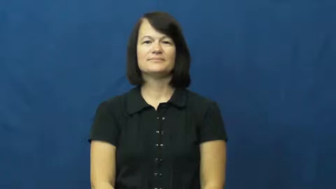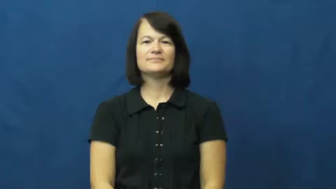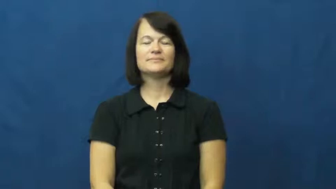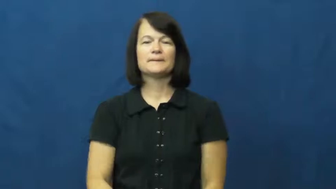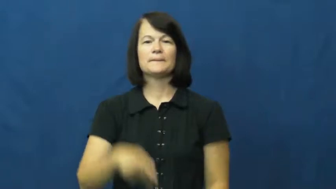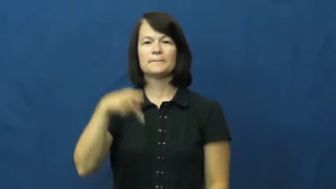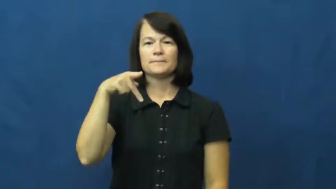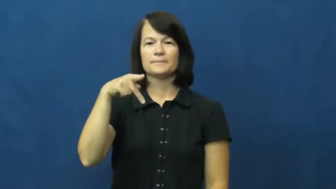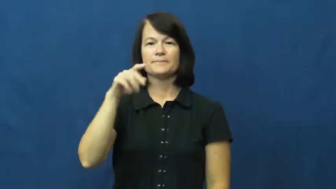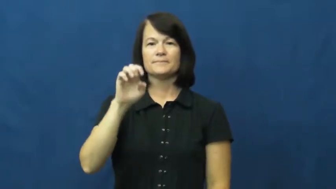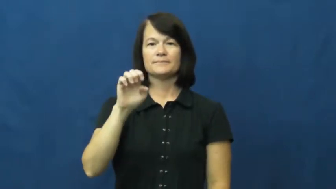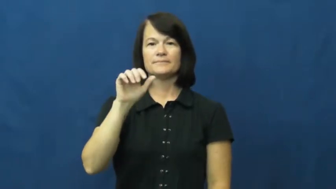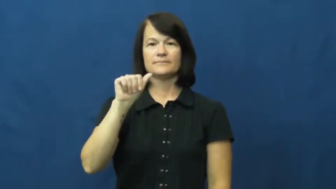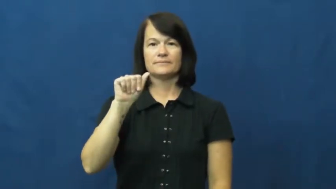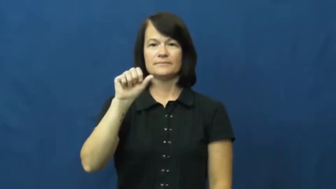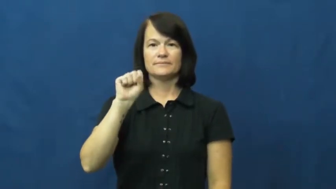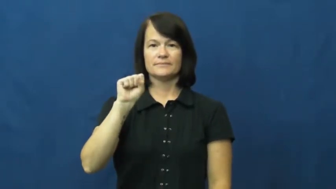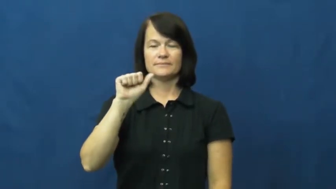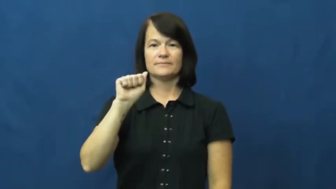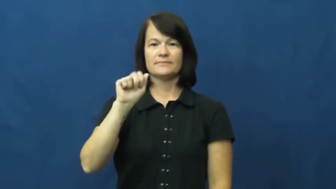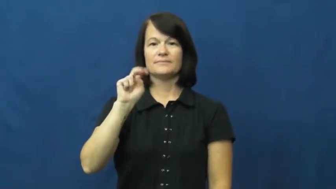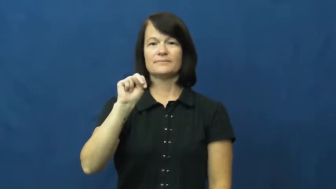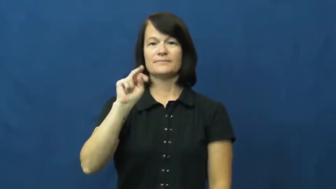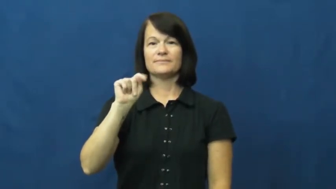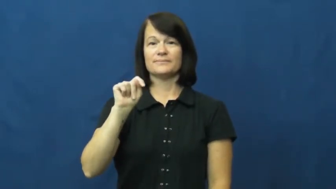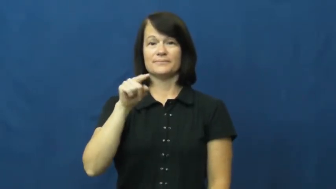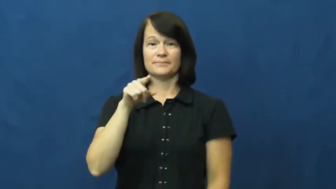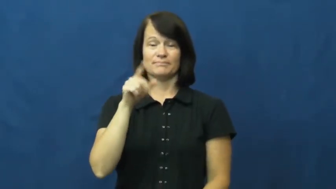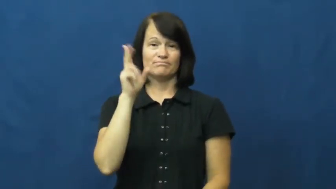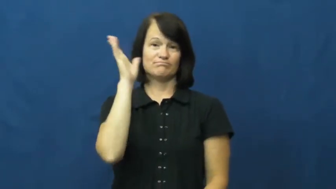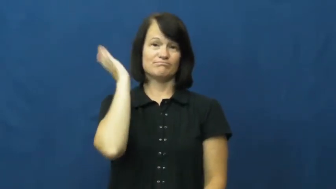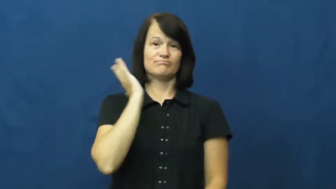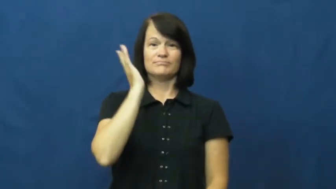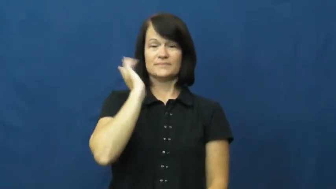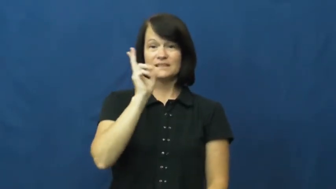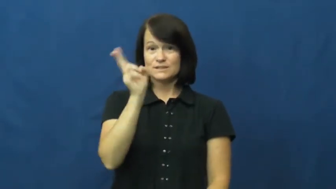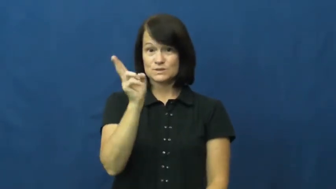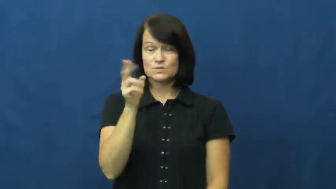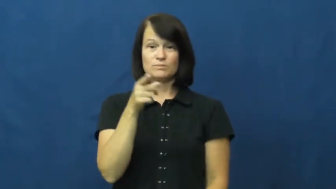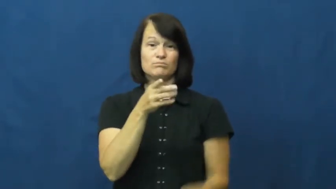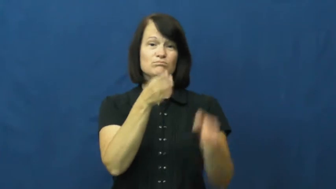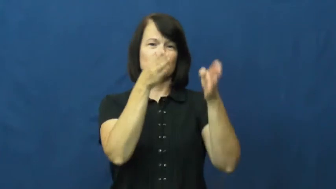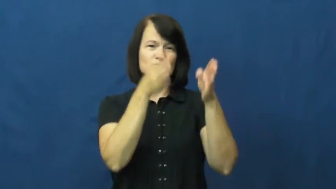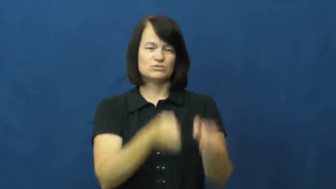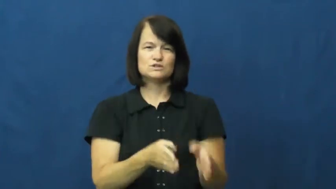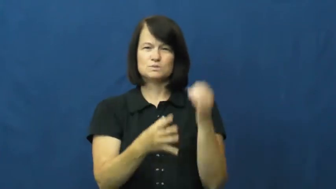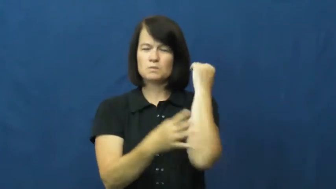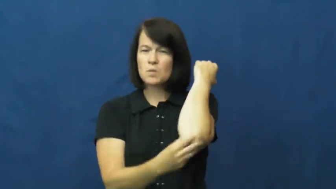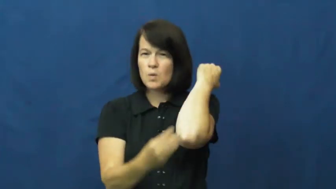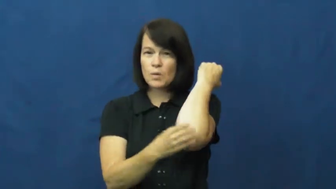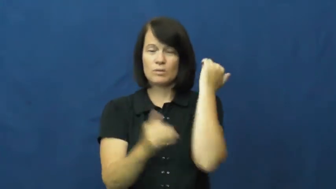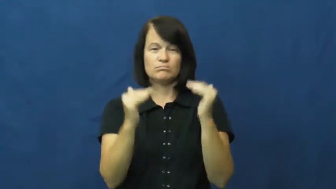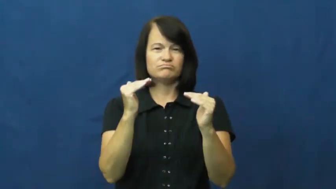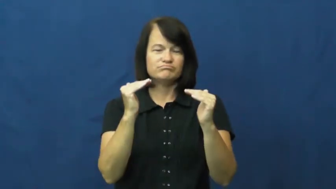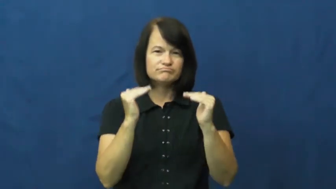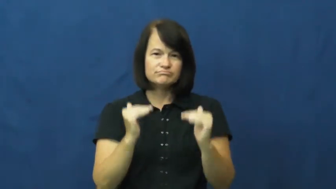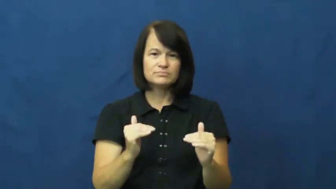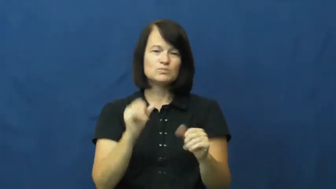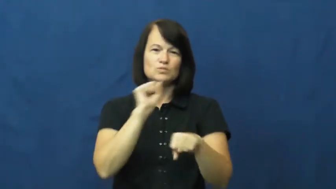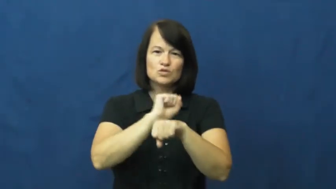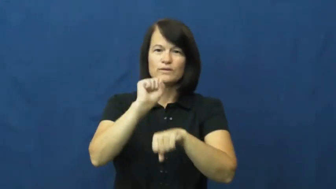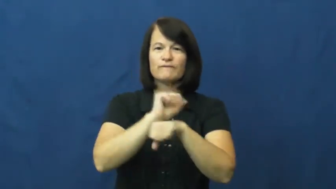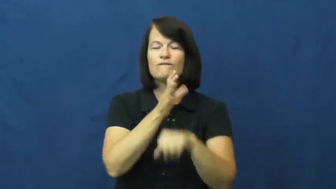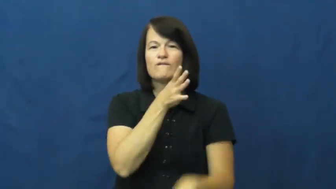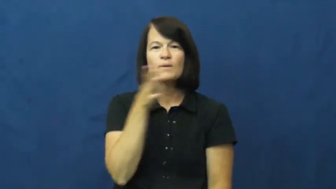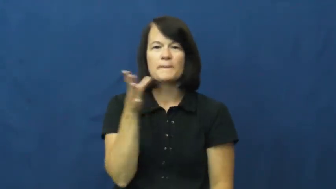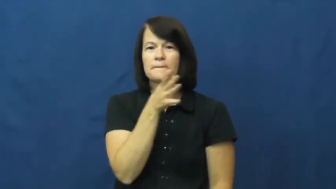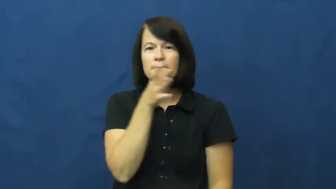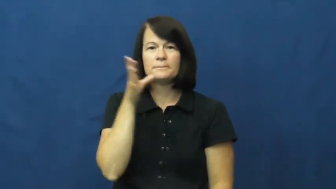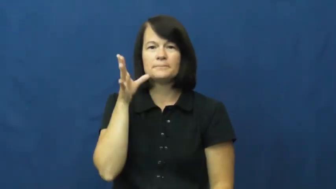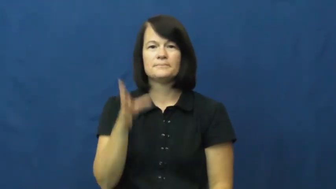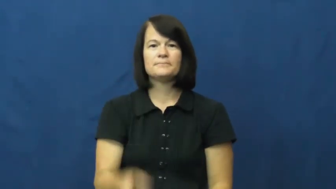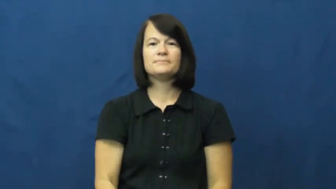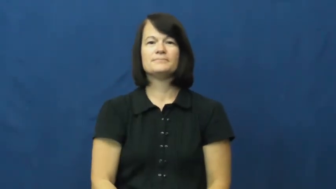peasant